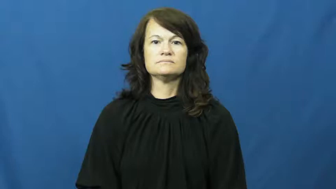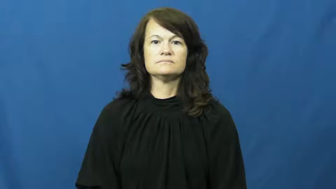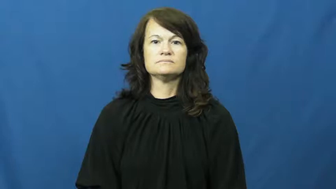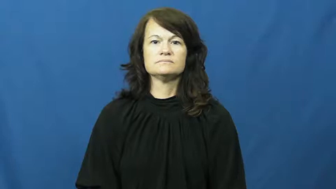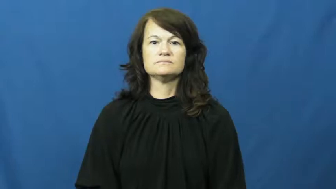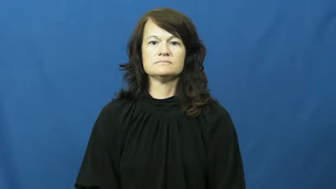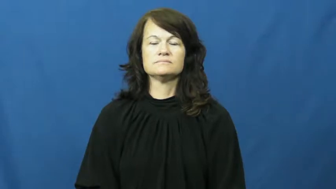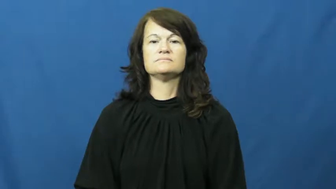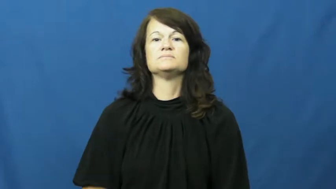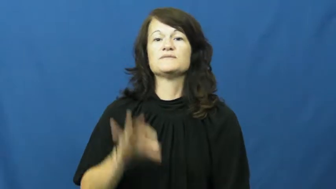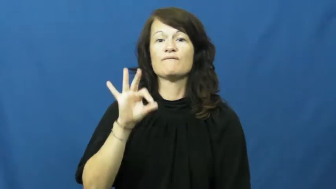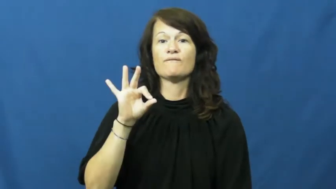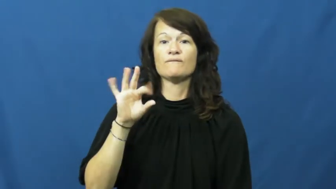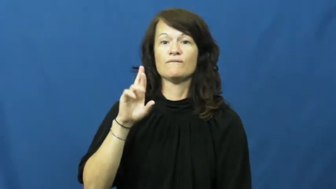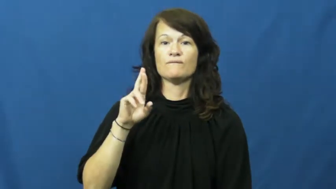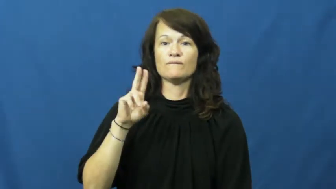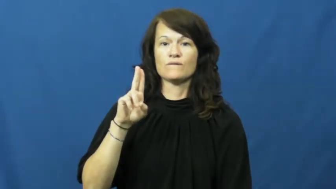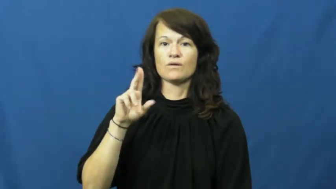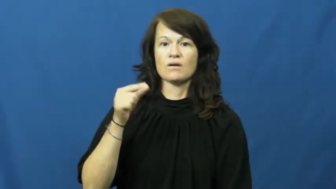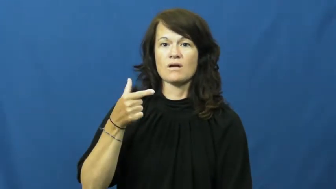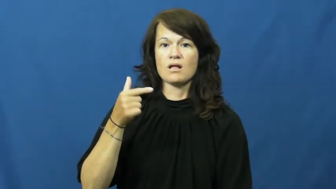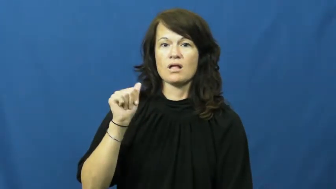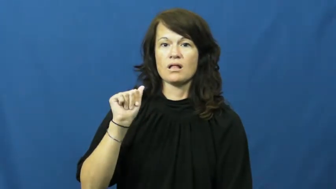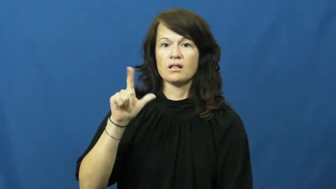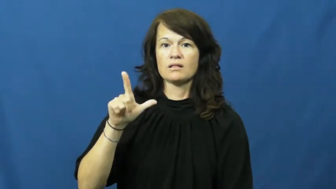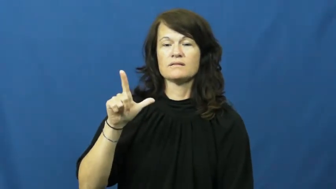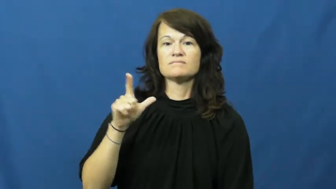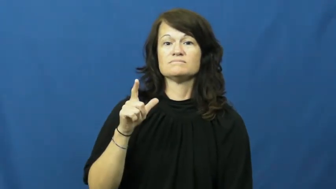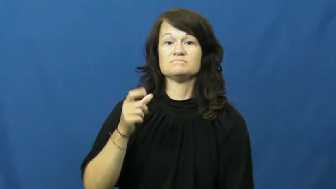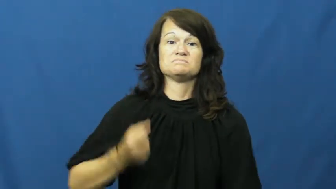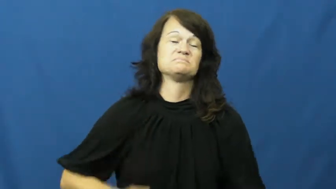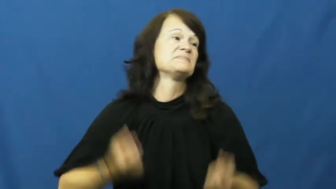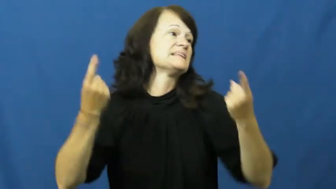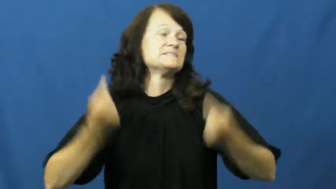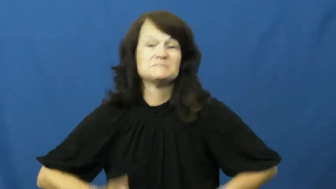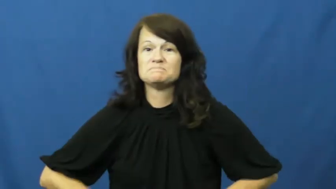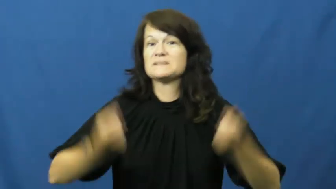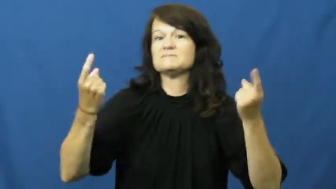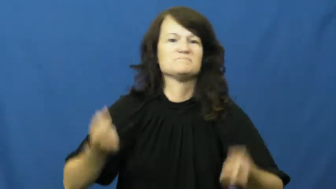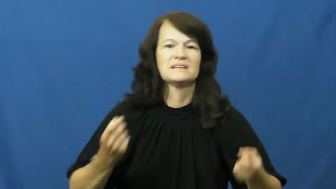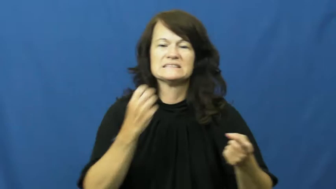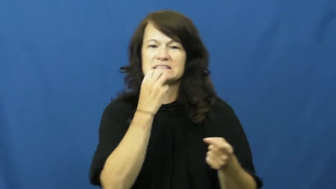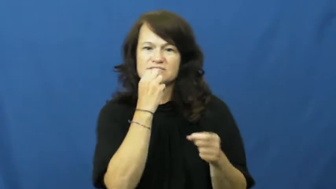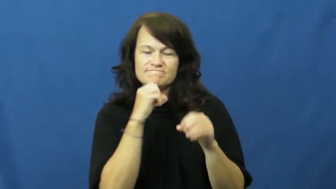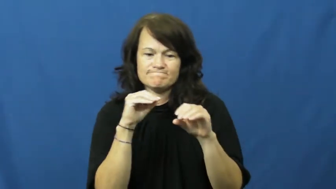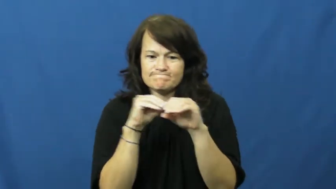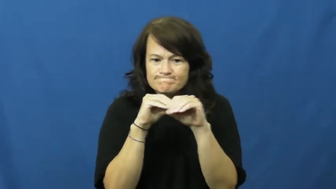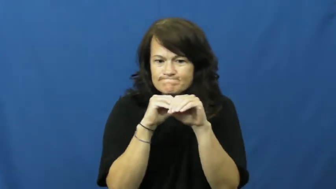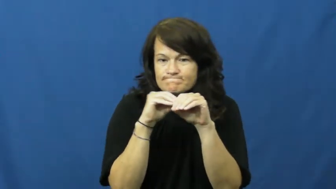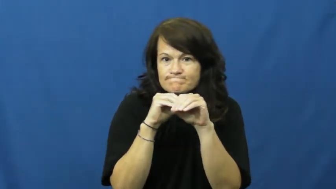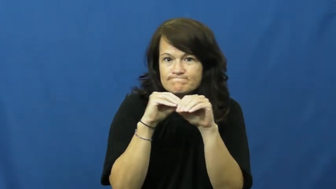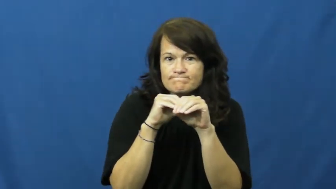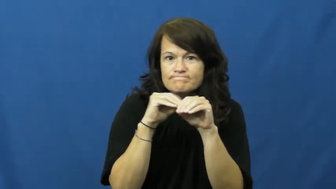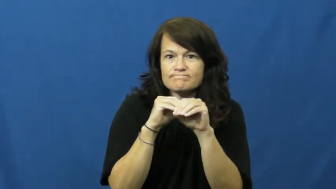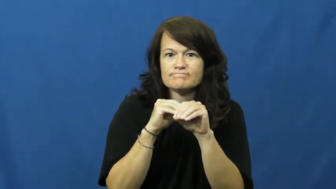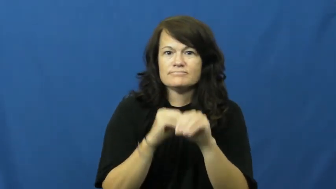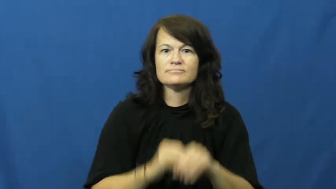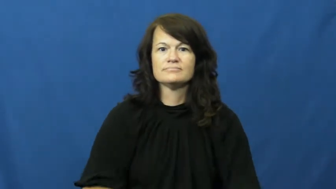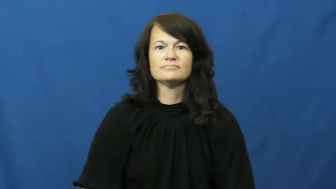frugal